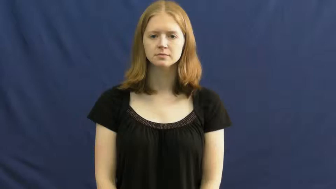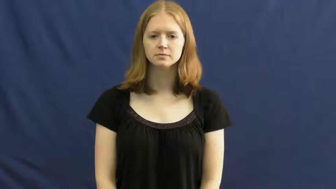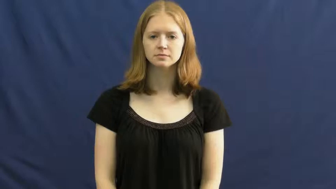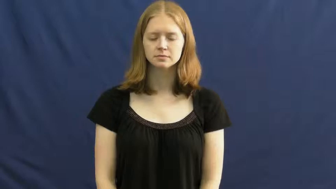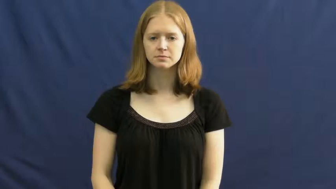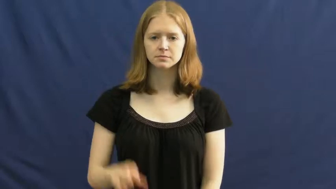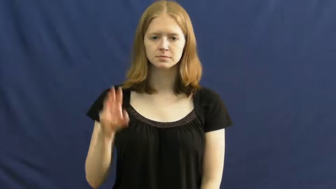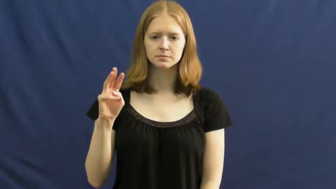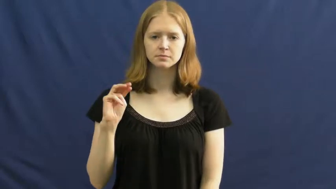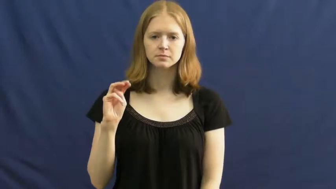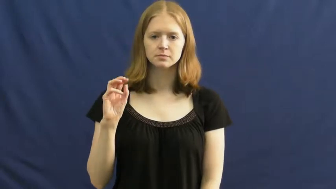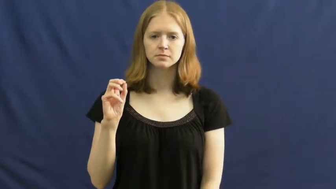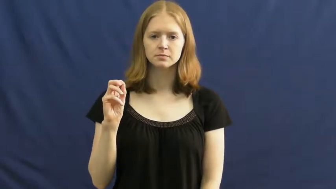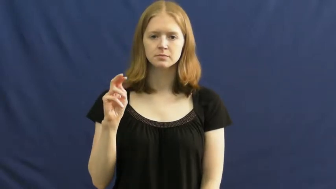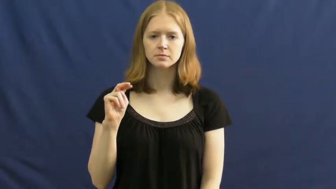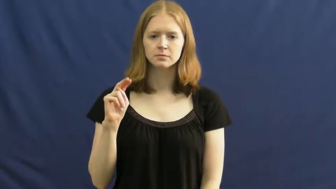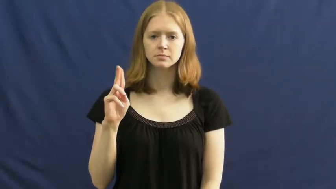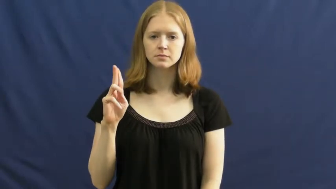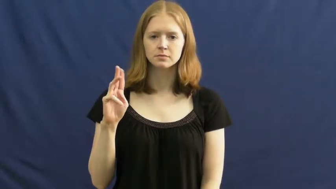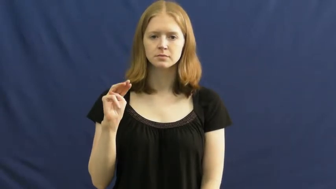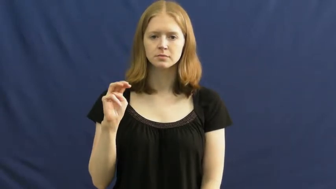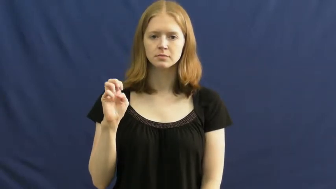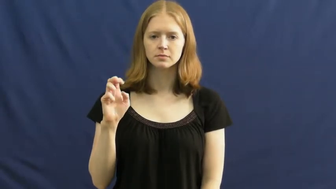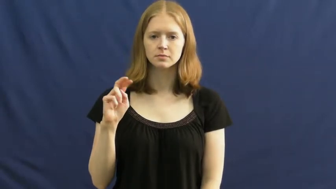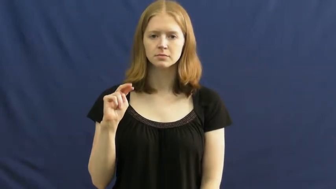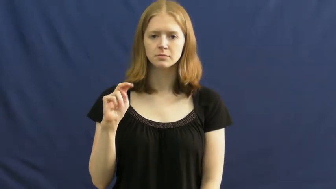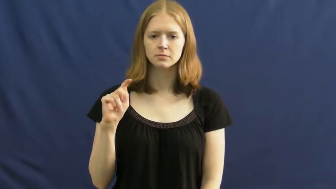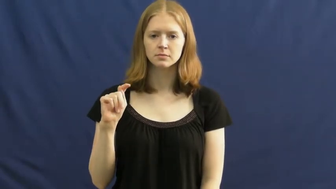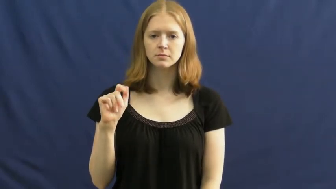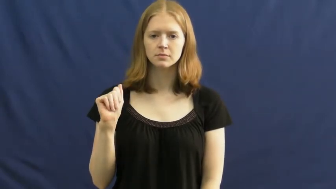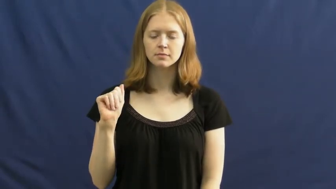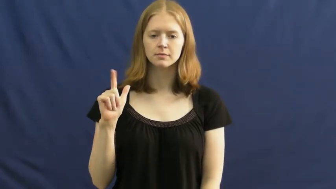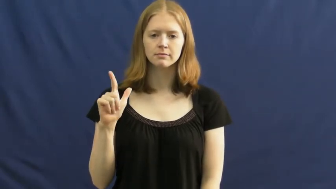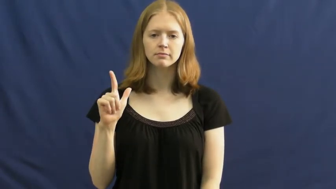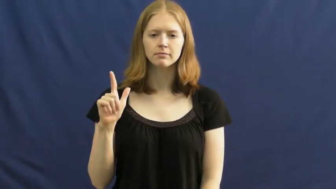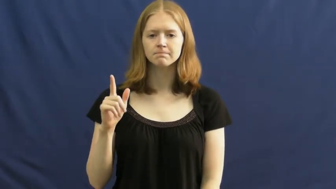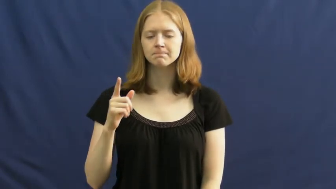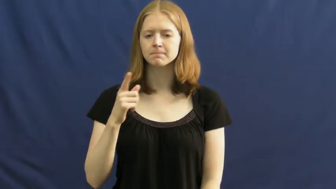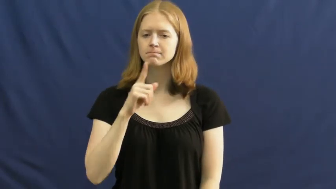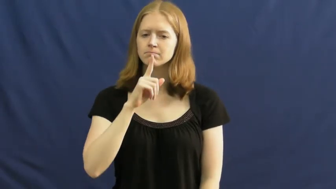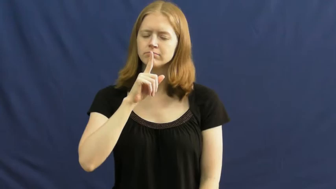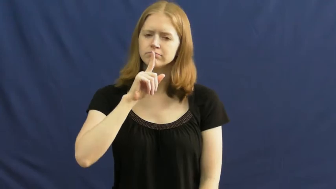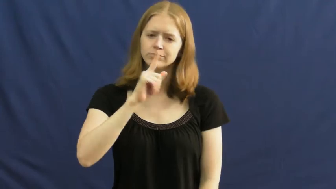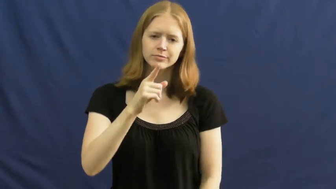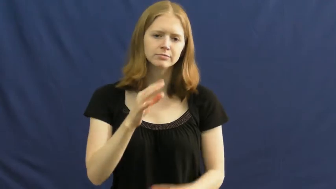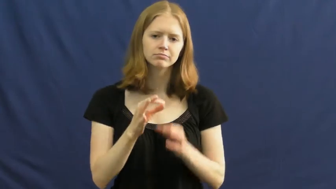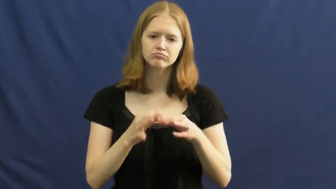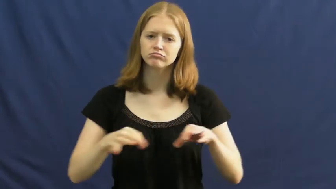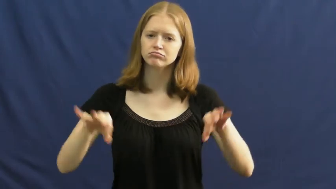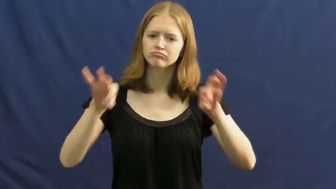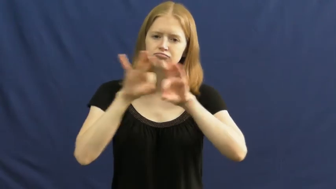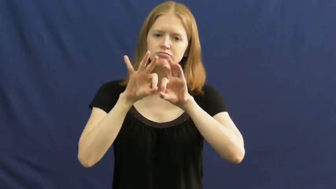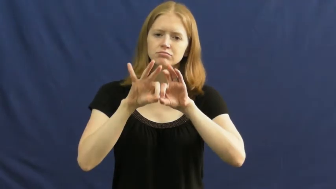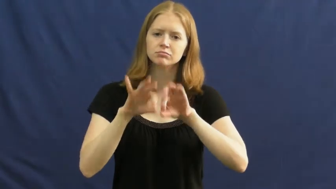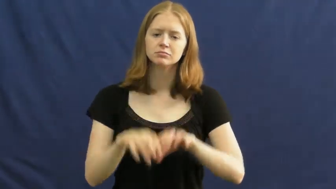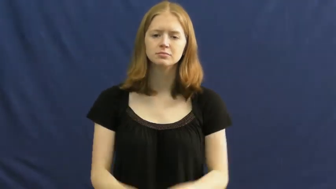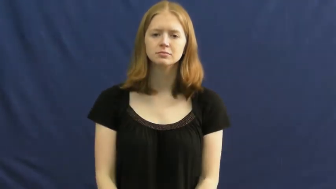monumental